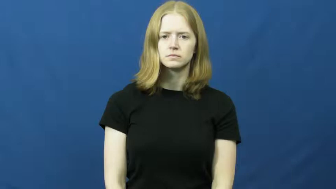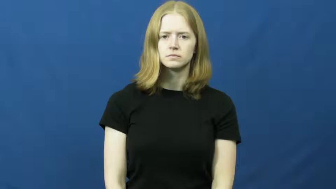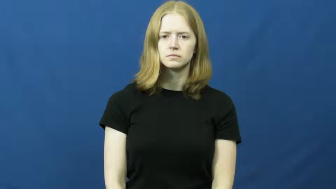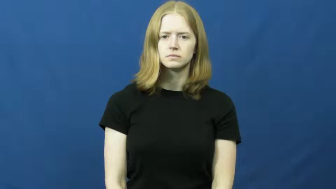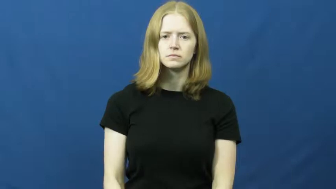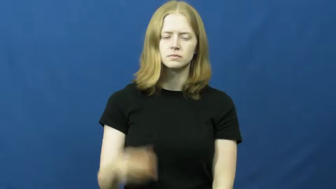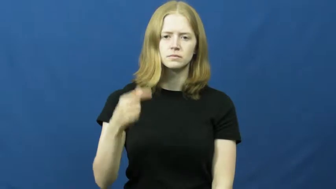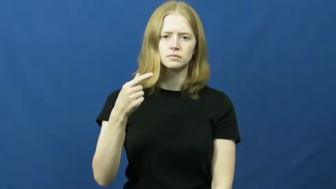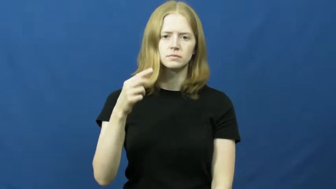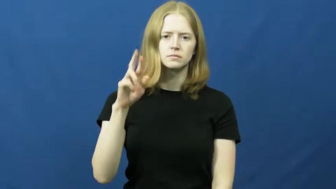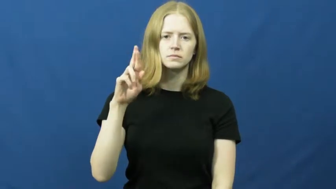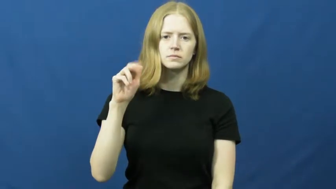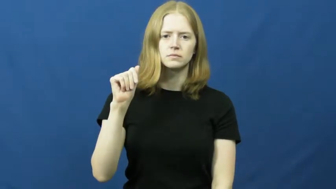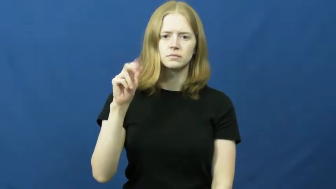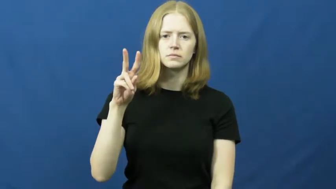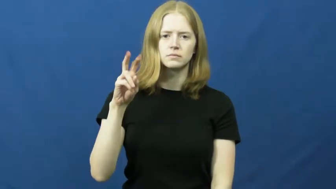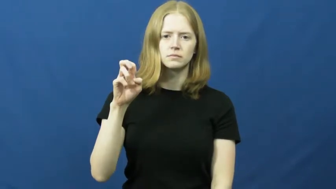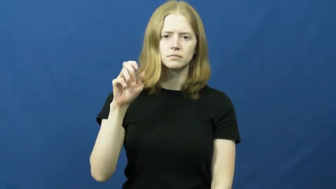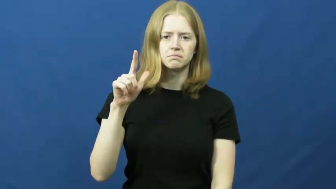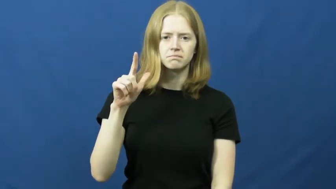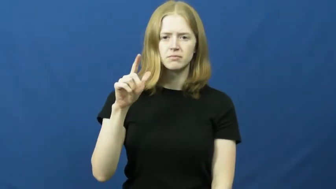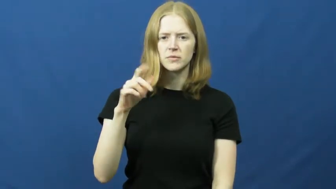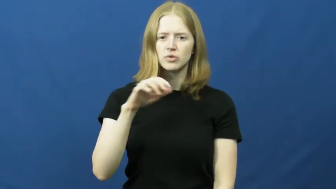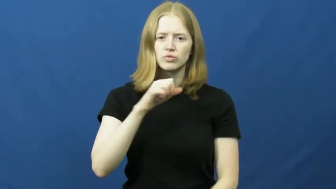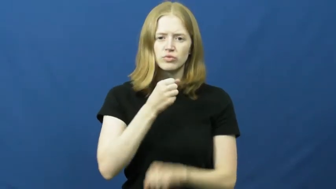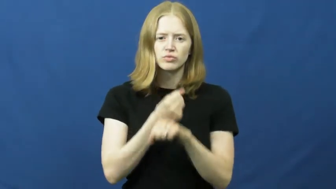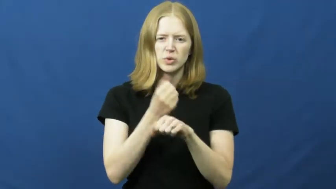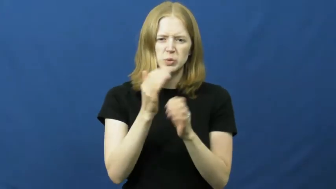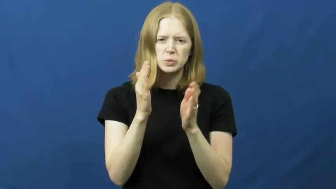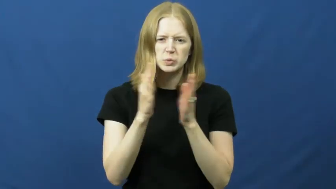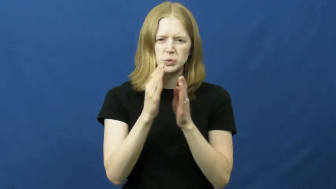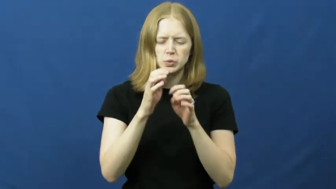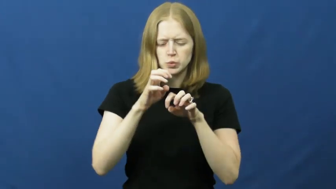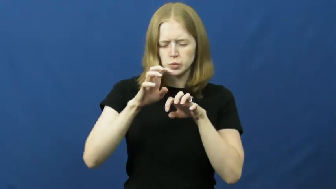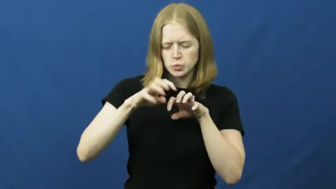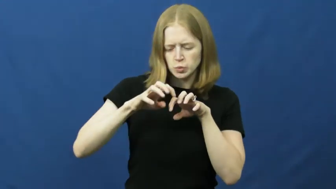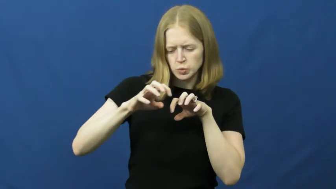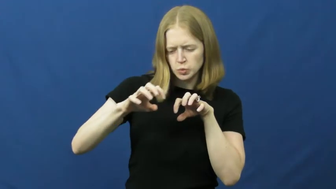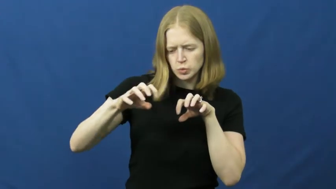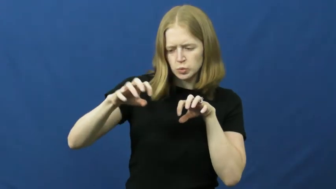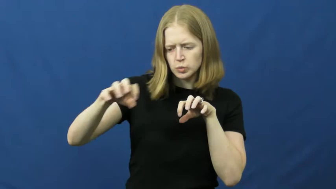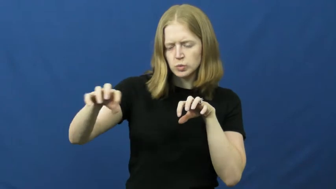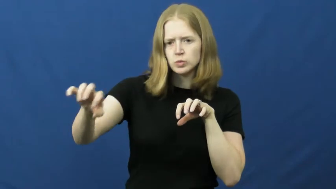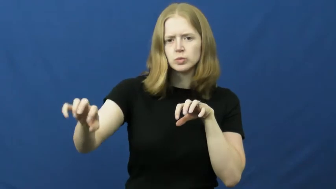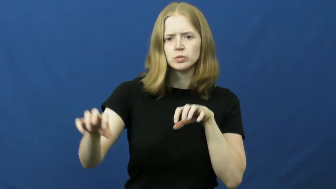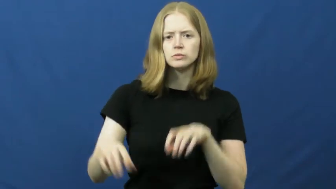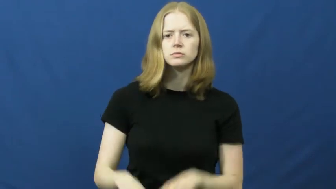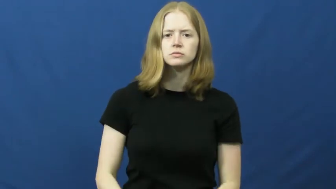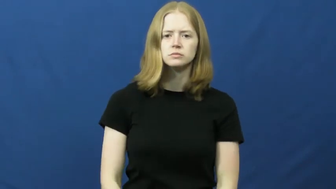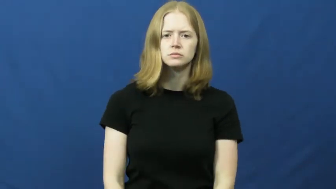gravel